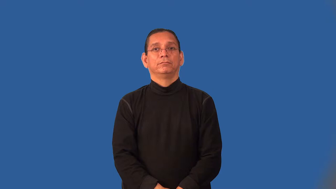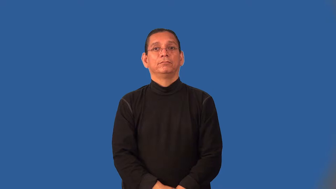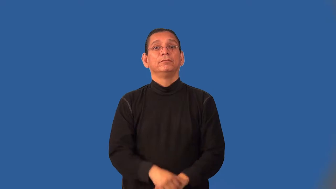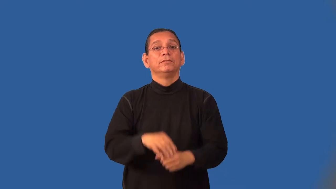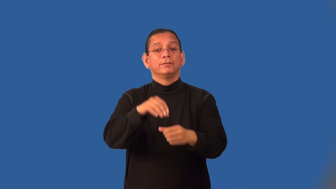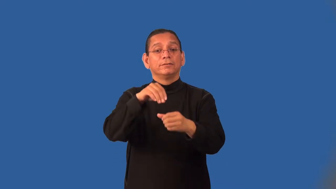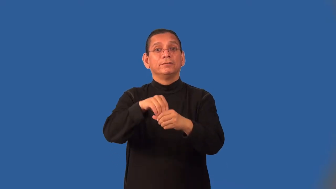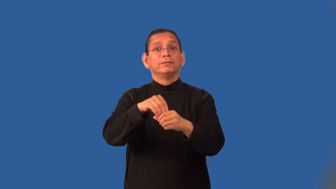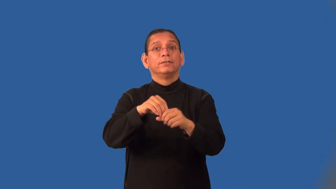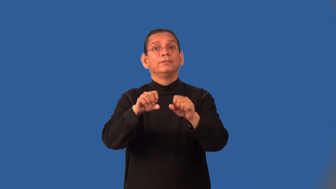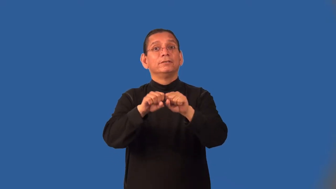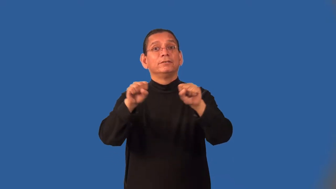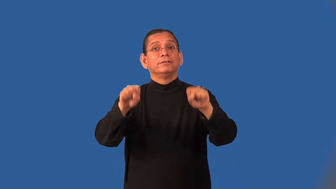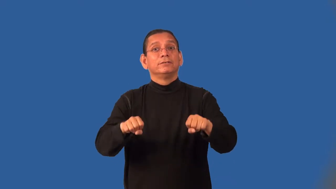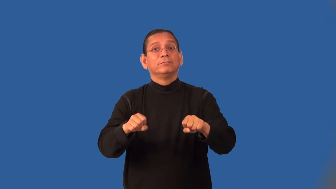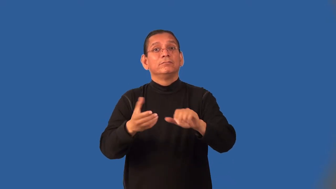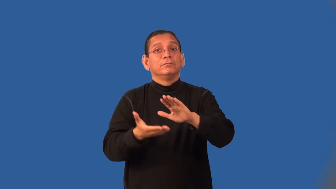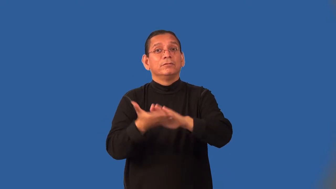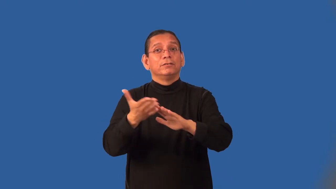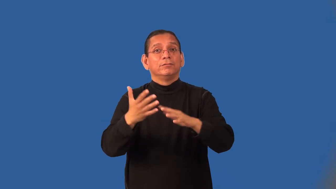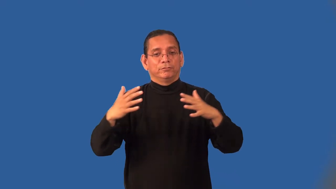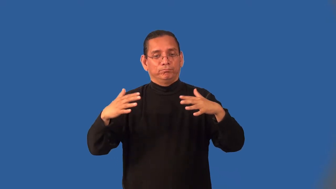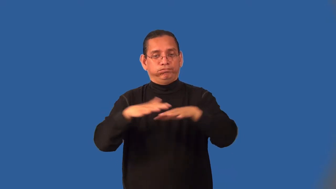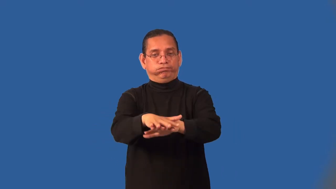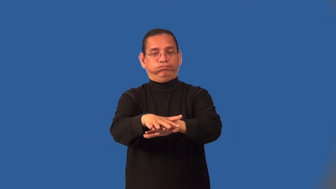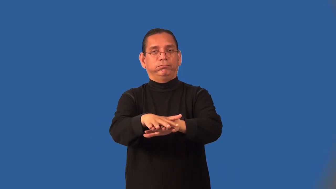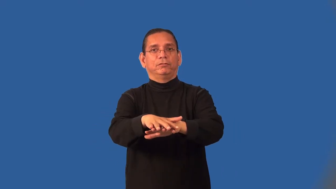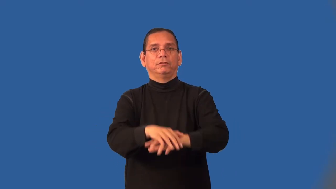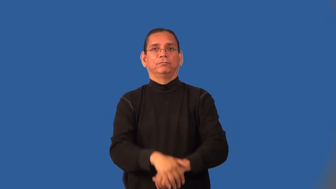interoperable